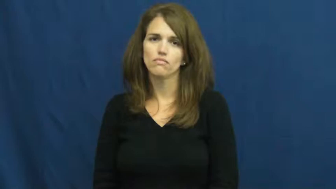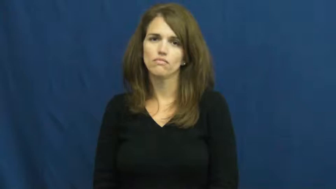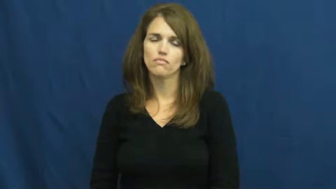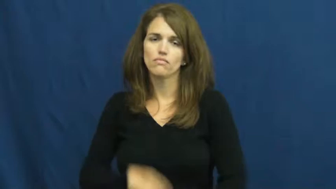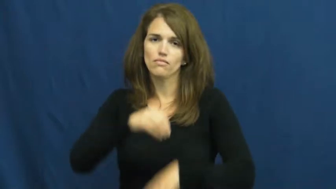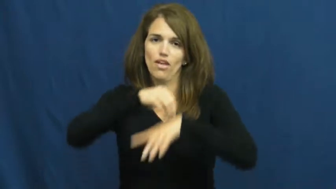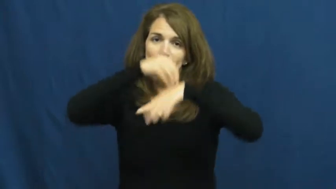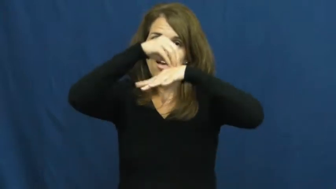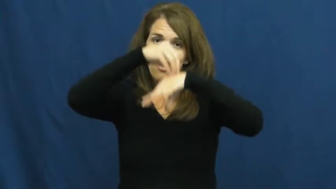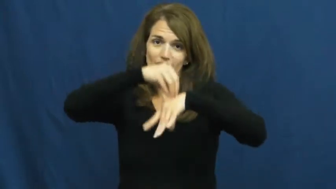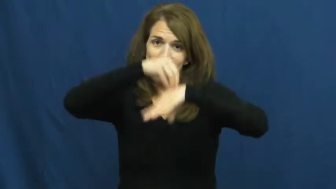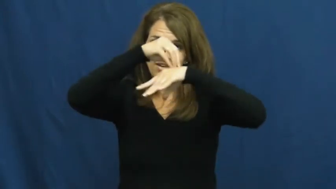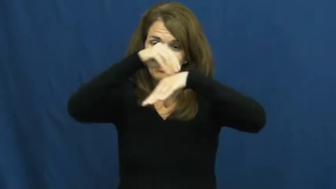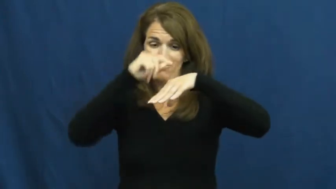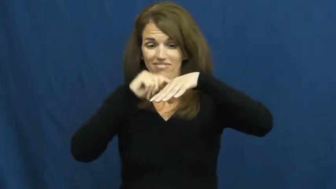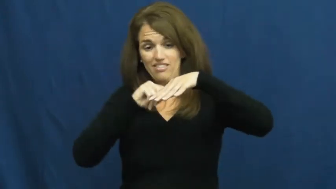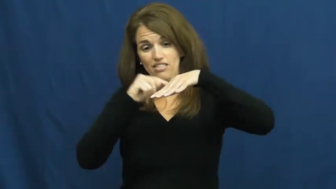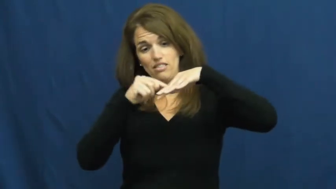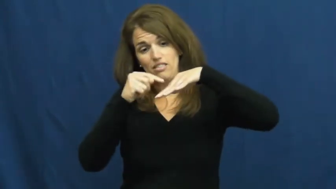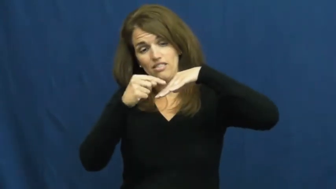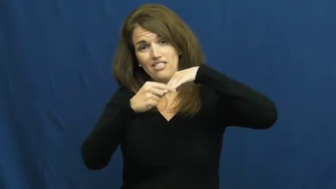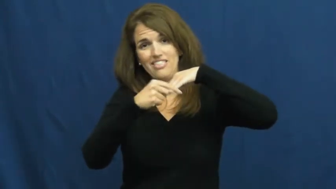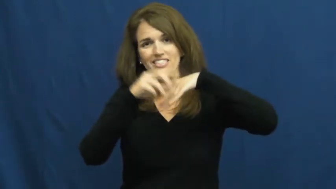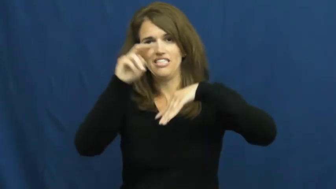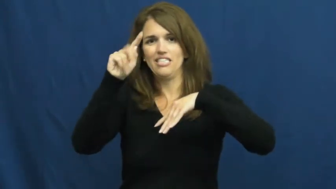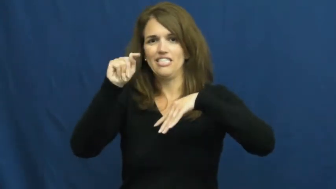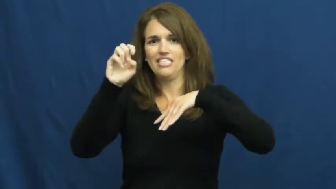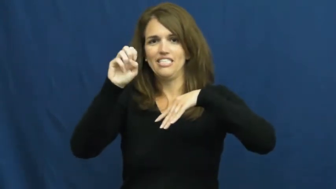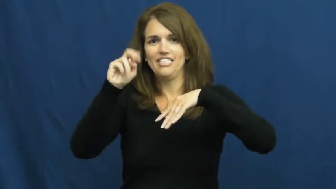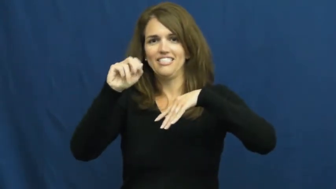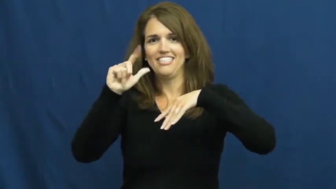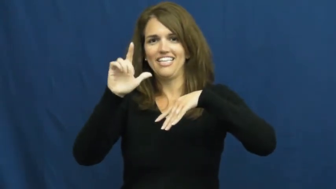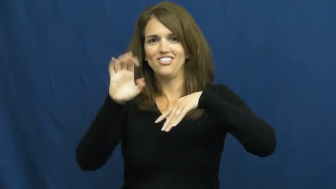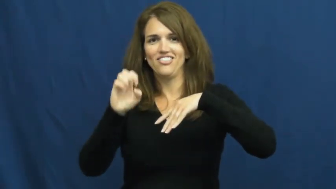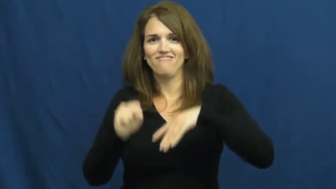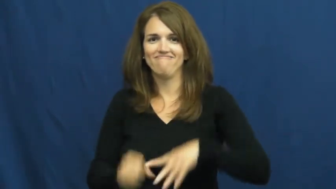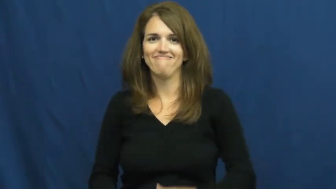tentacle